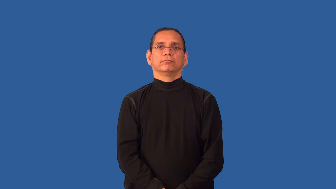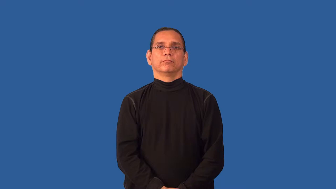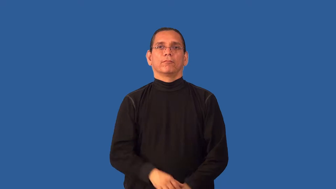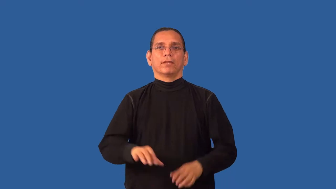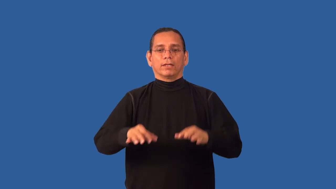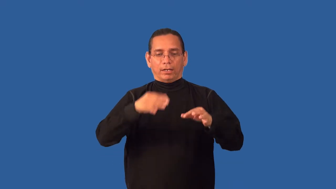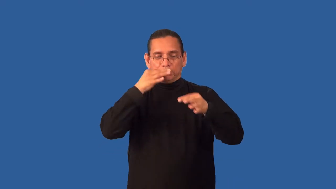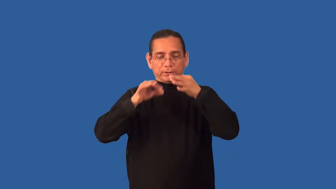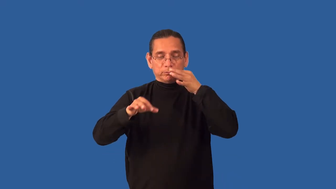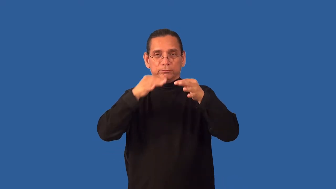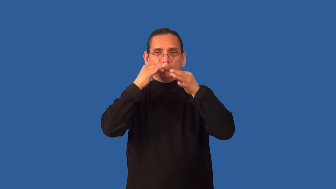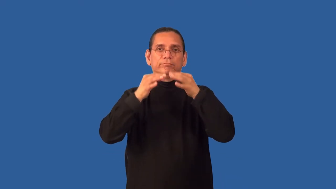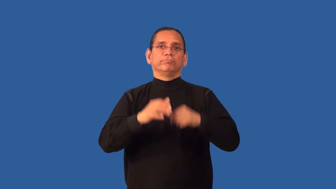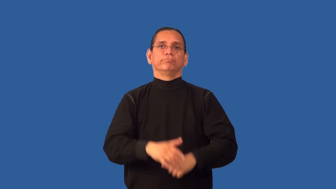appetizer